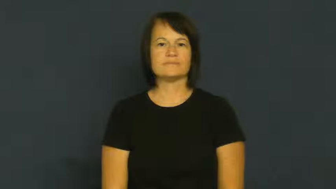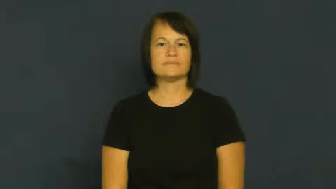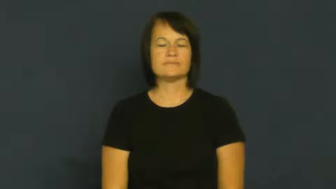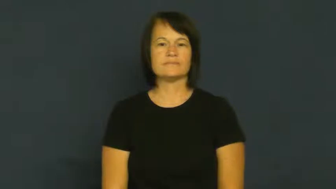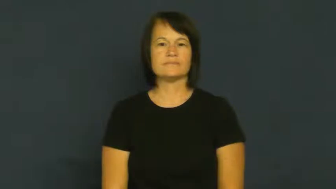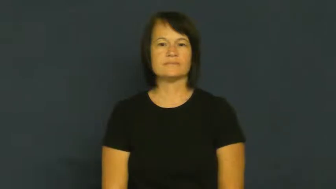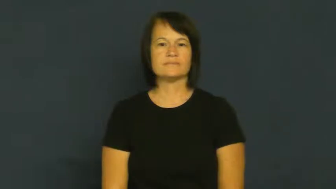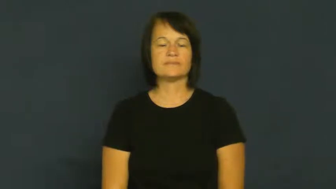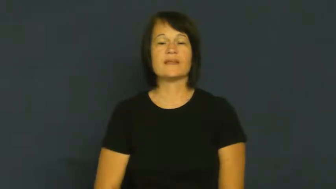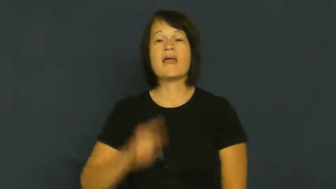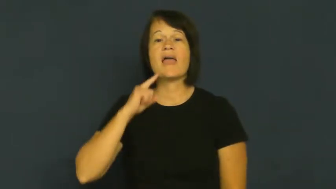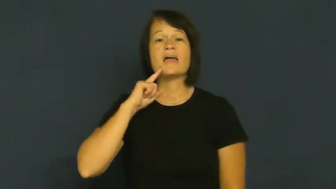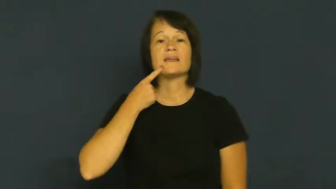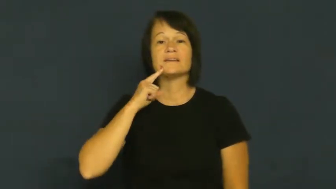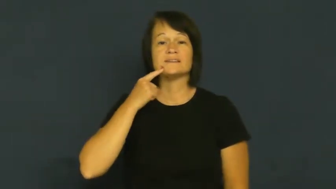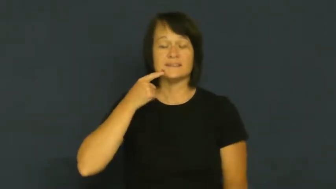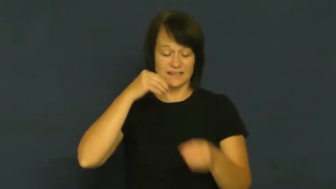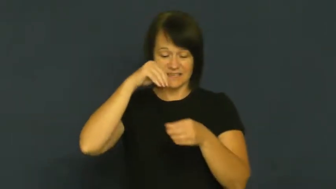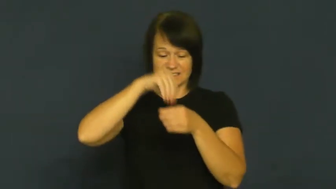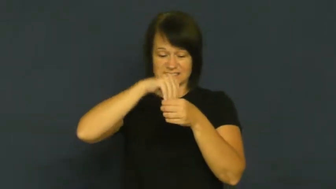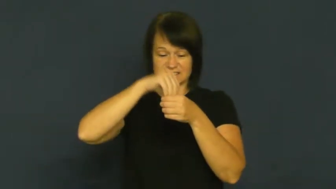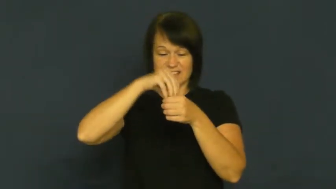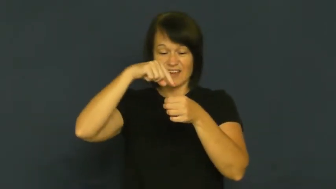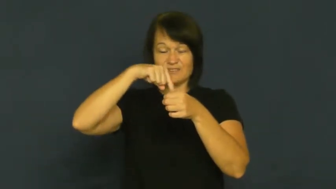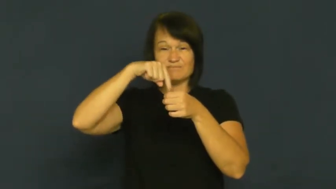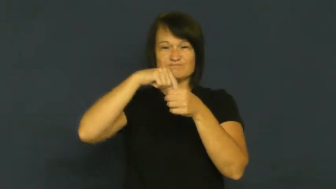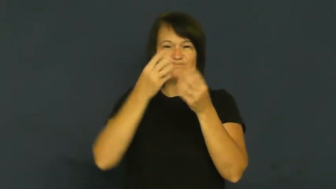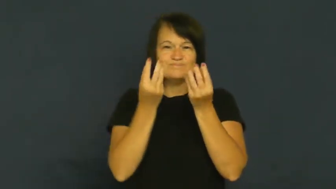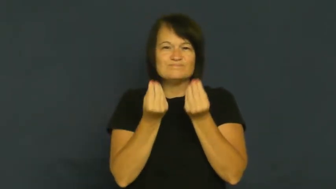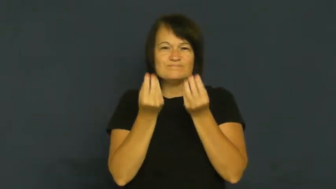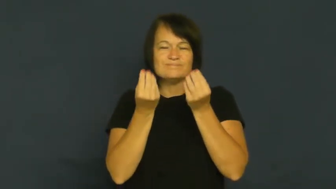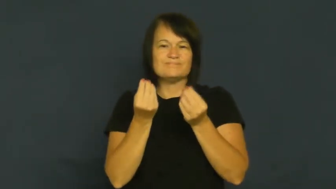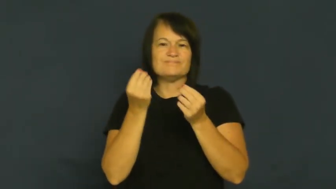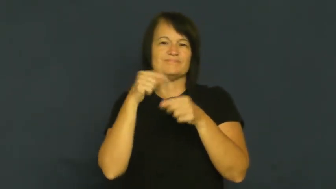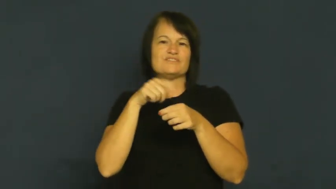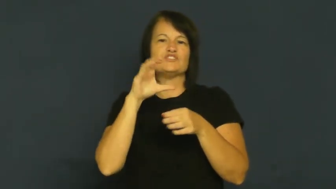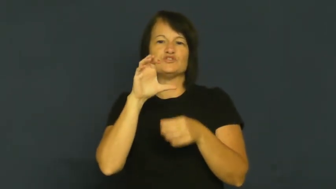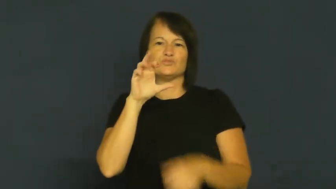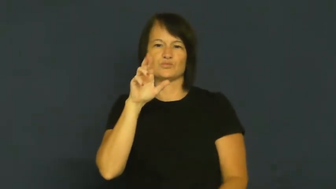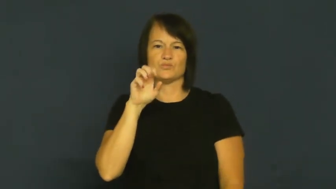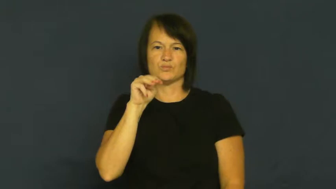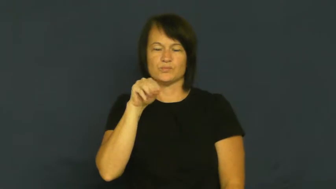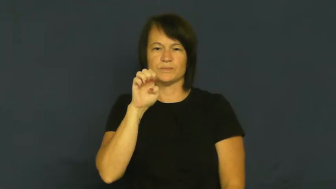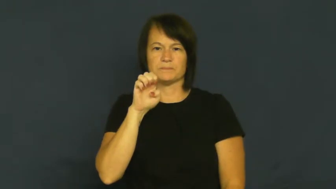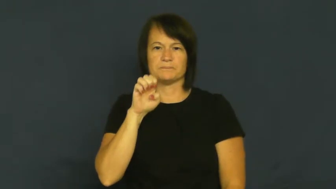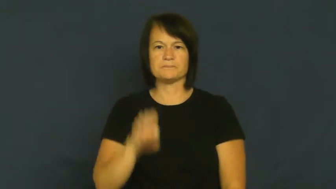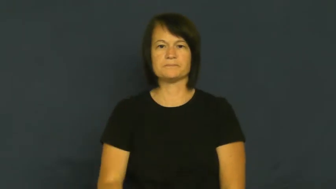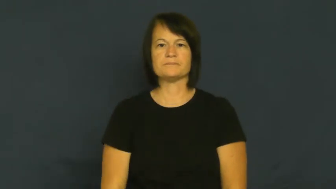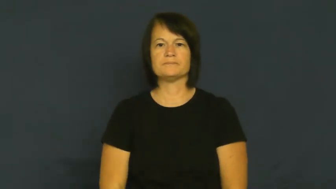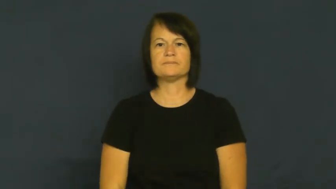creme candy